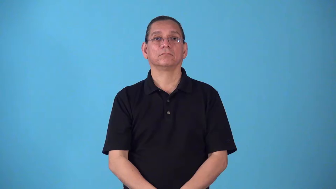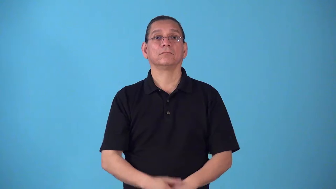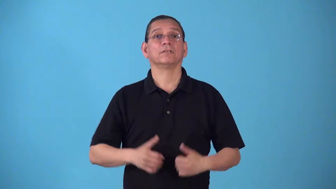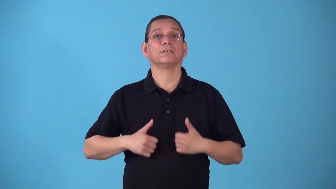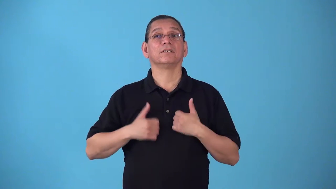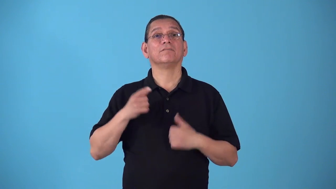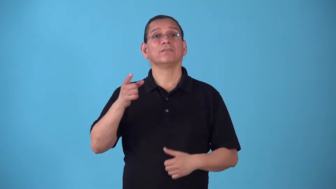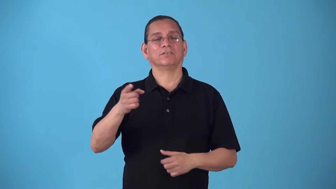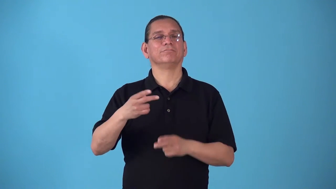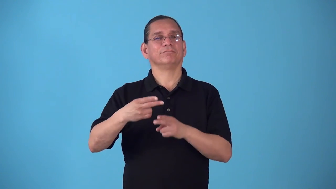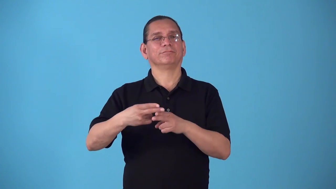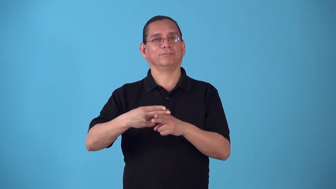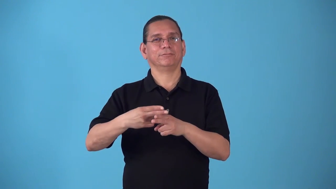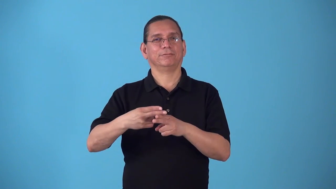sojourner